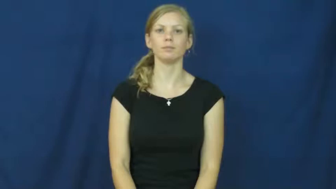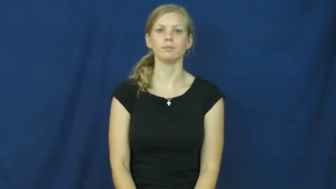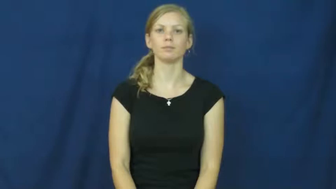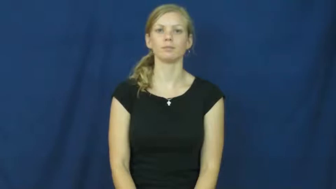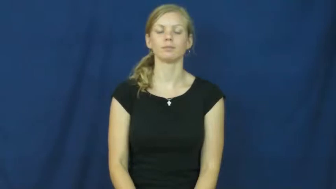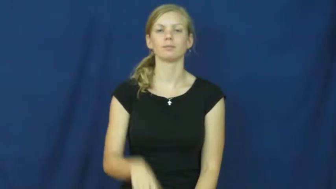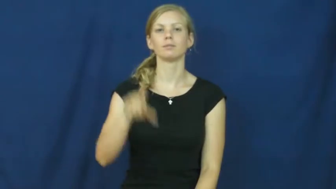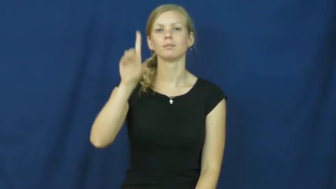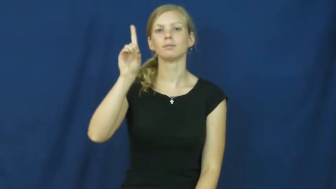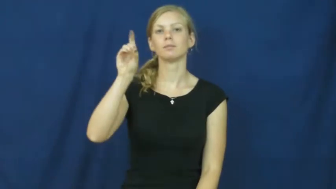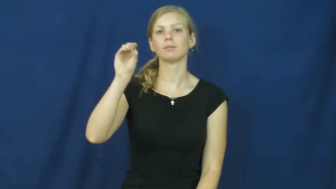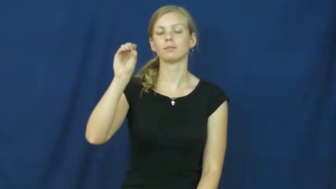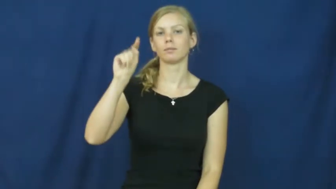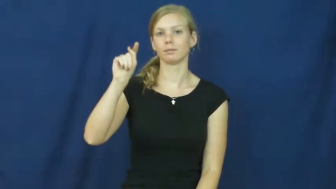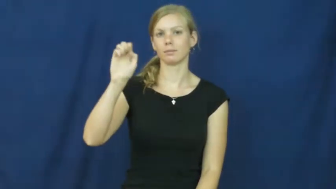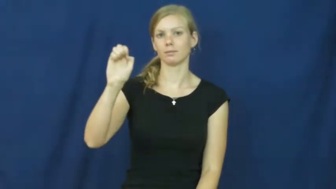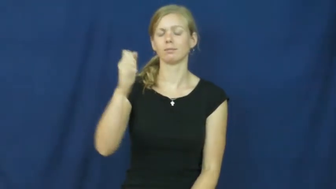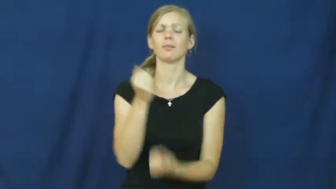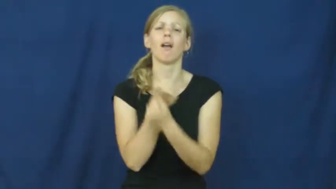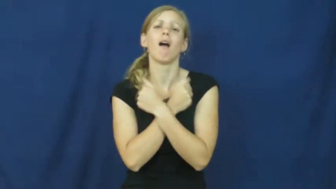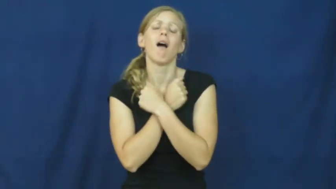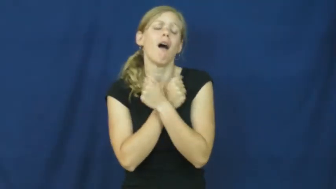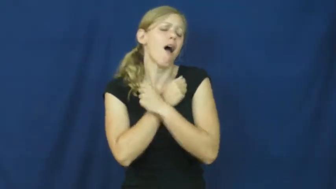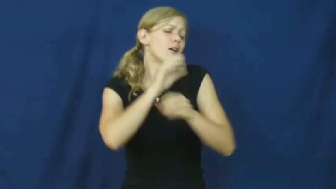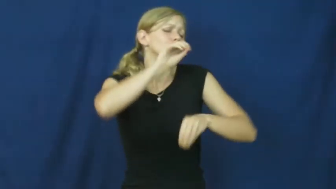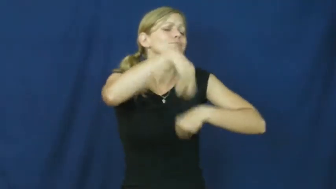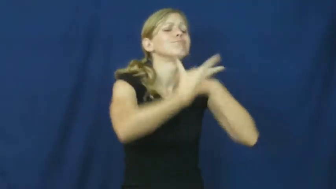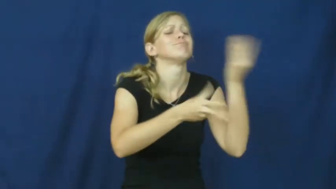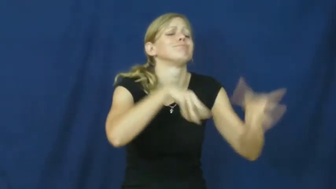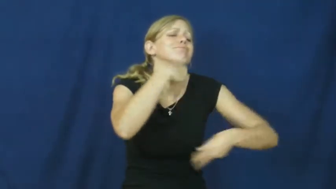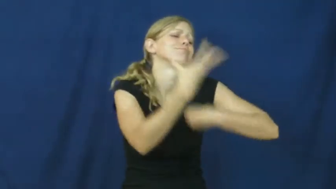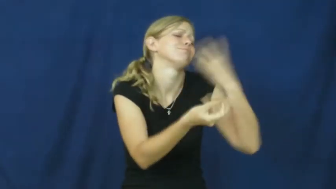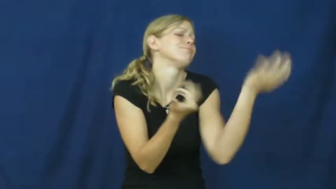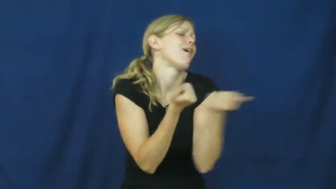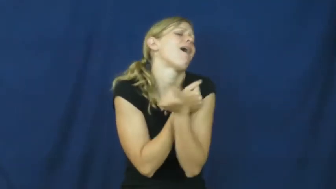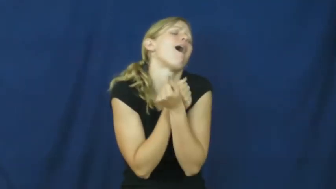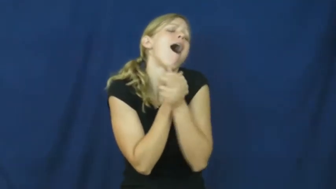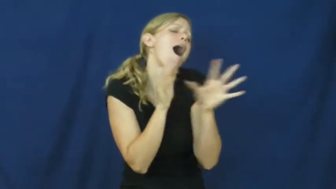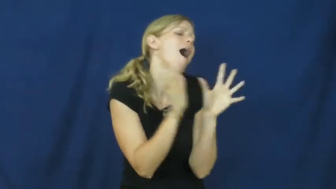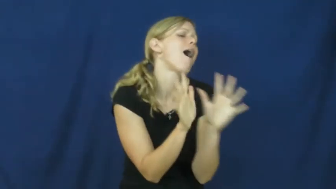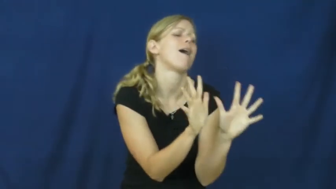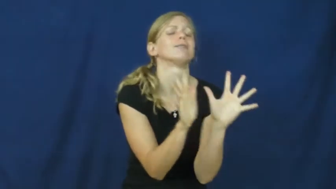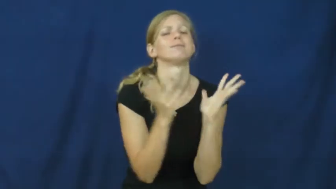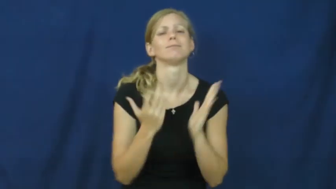dote,dotty